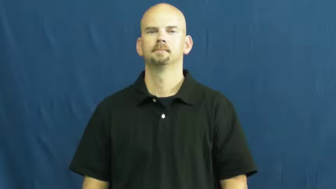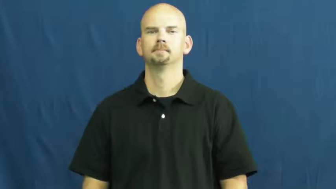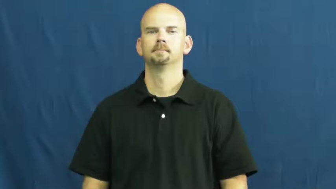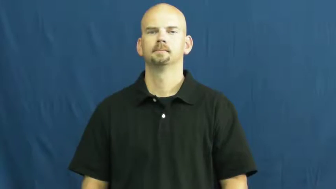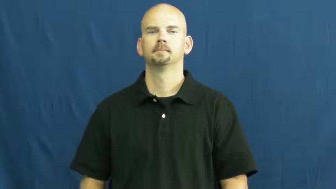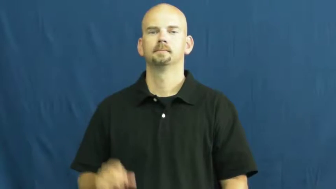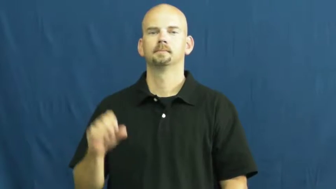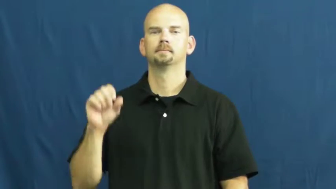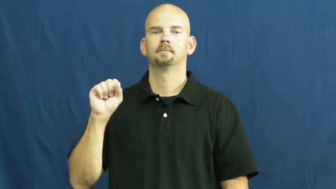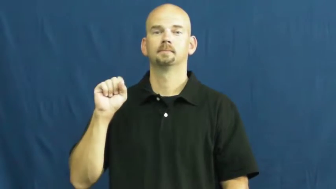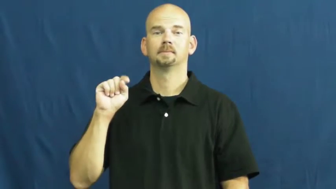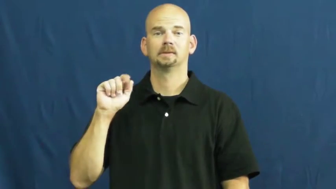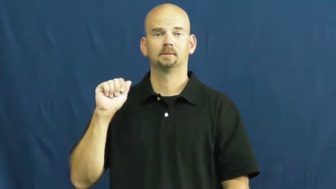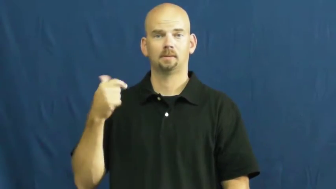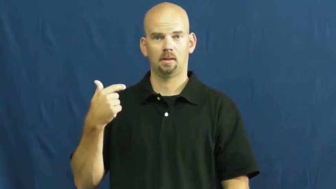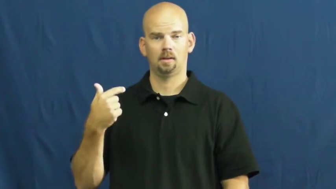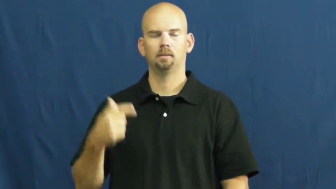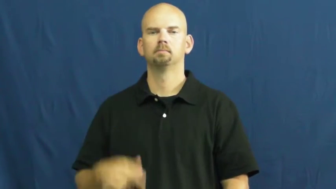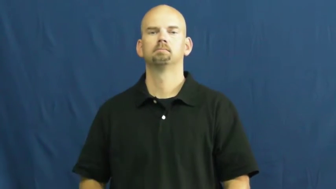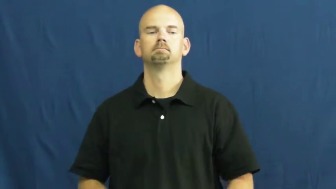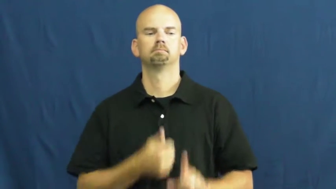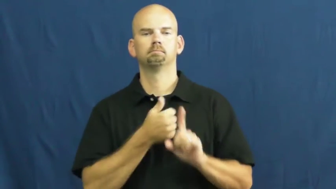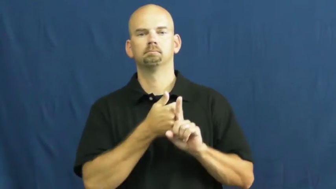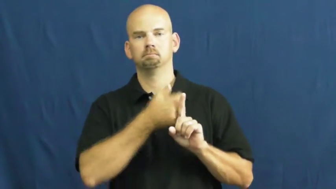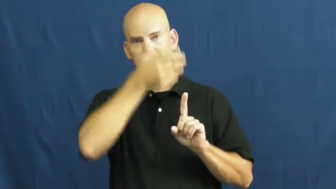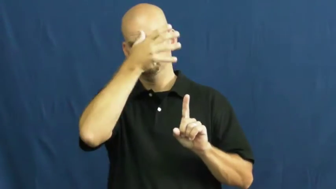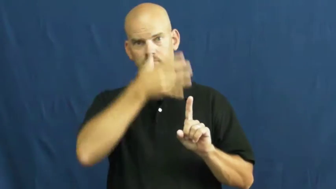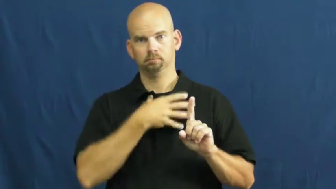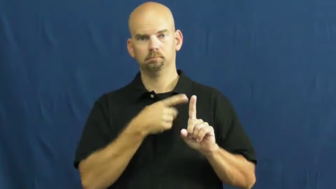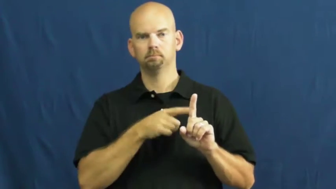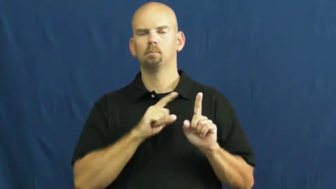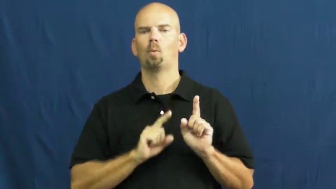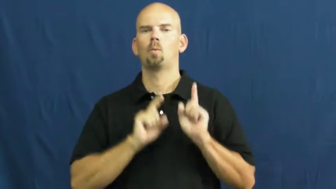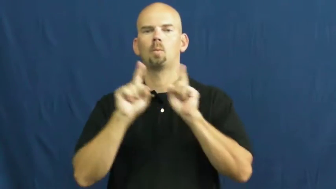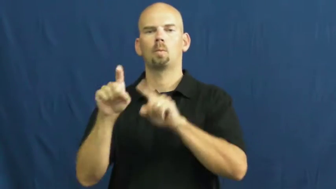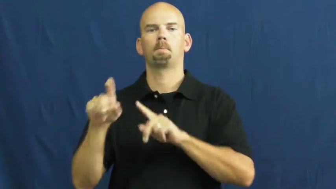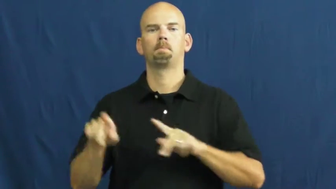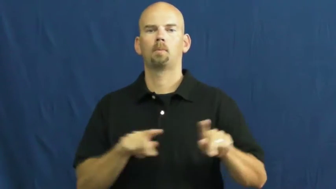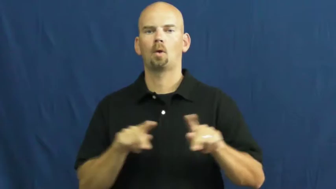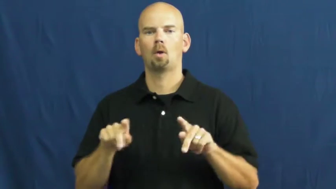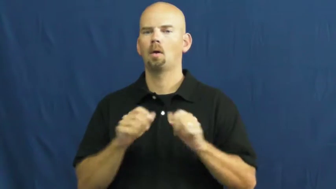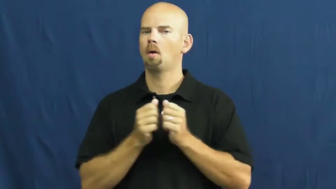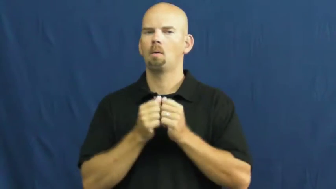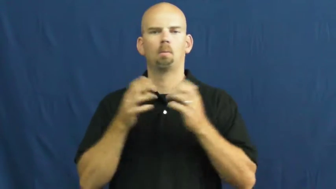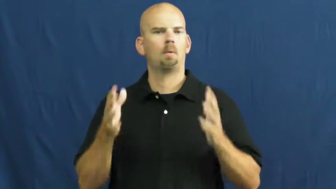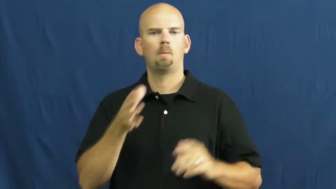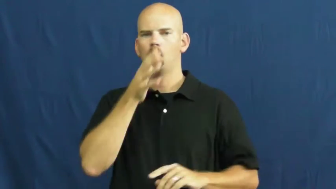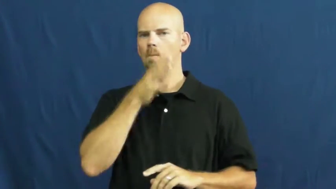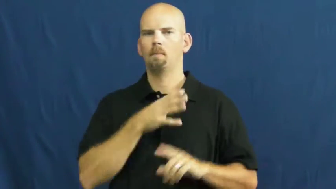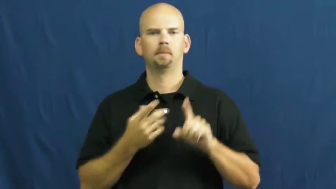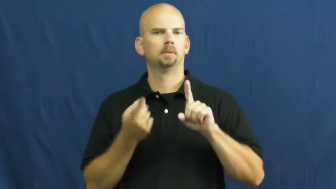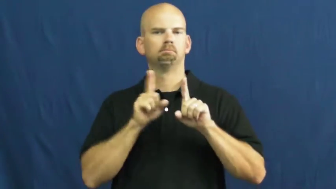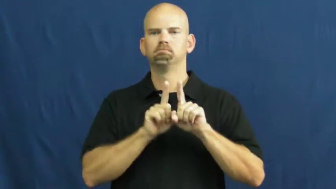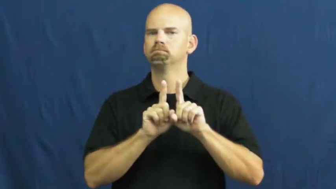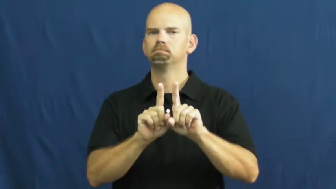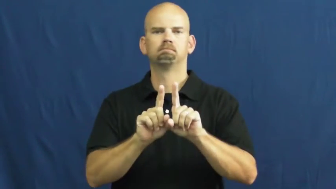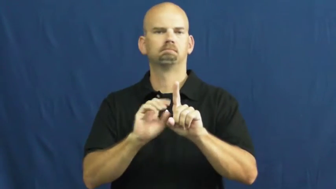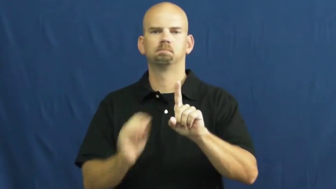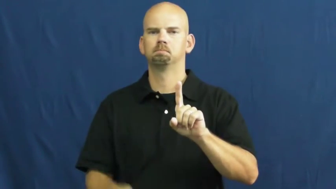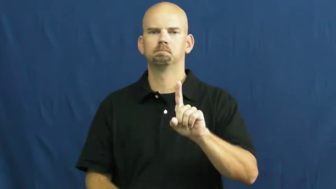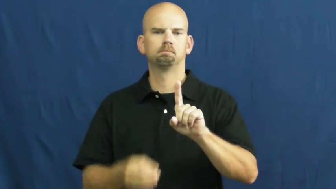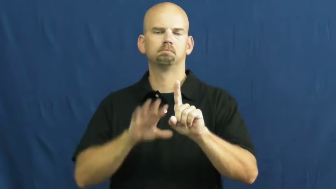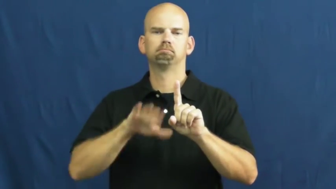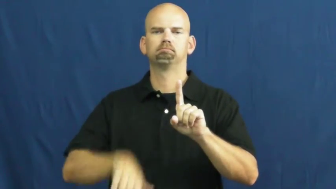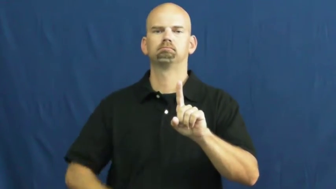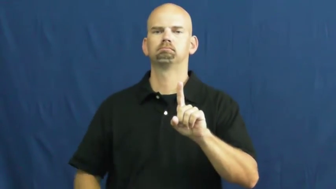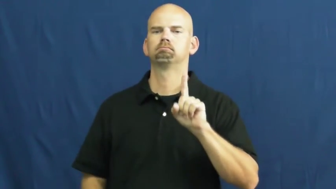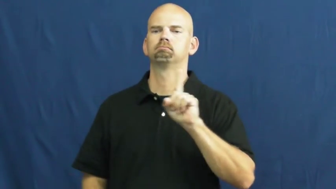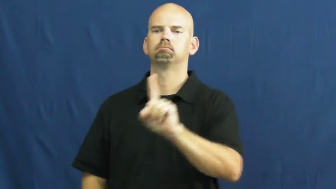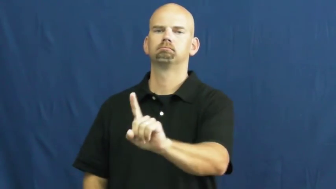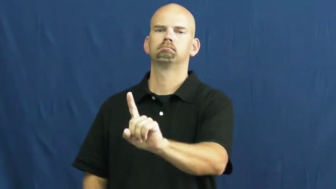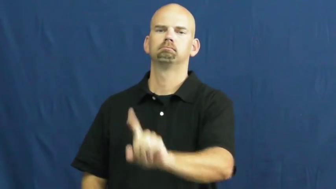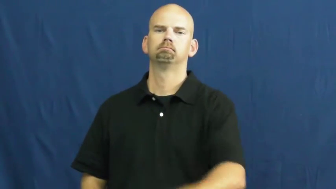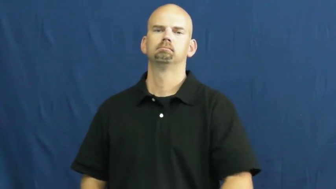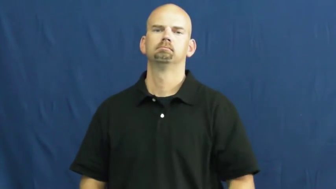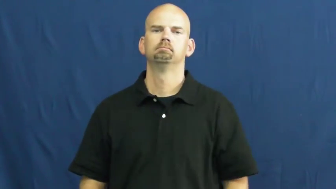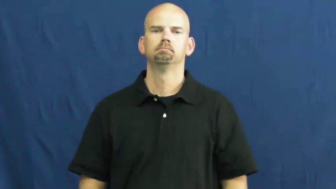stag-alone